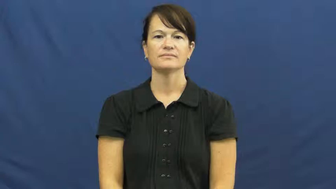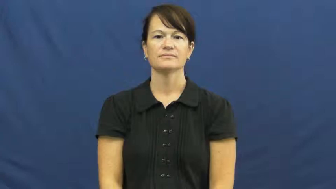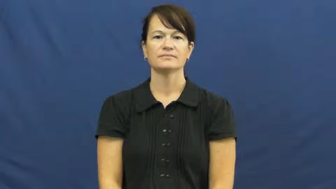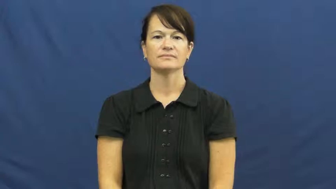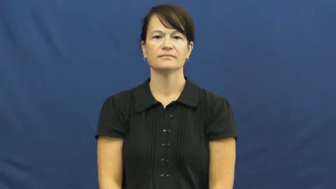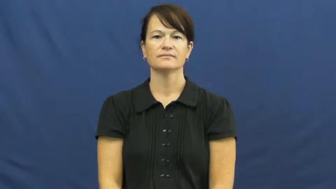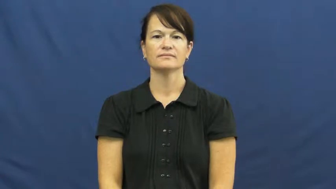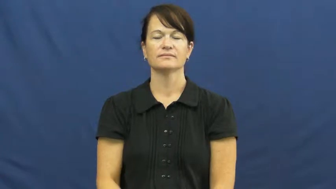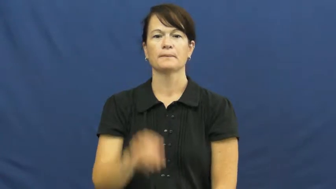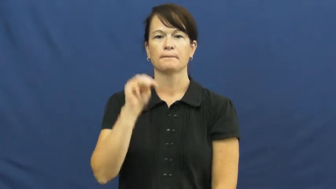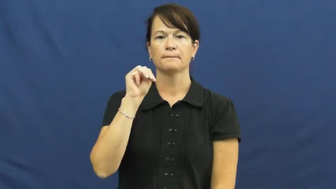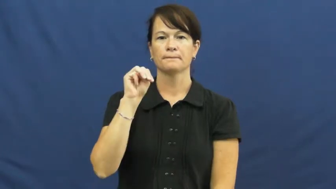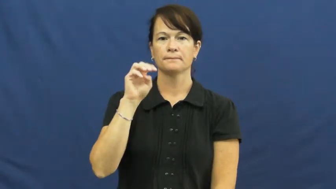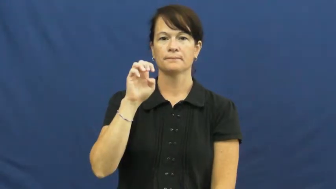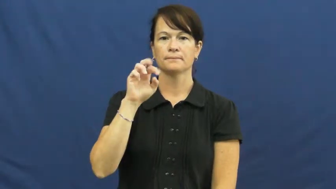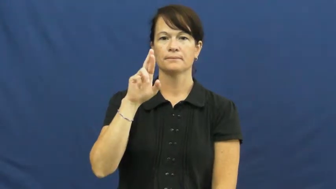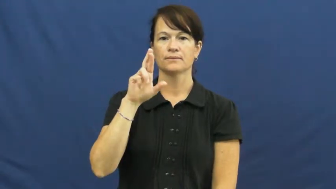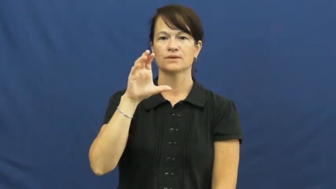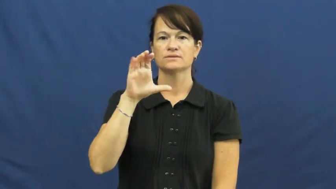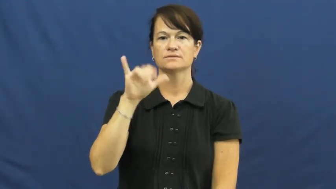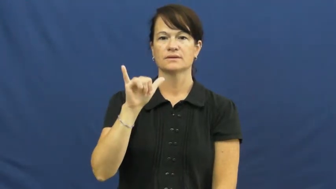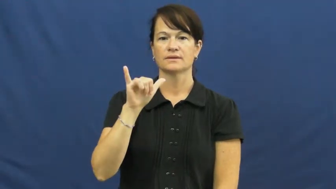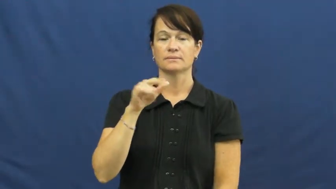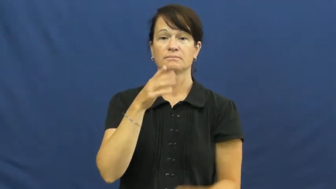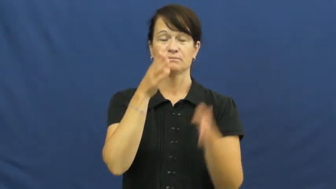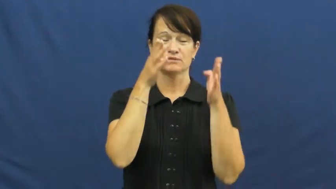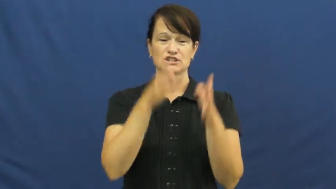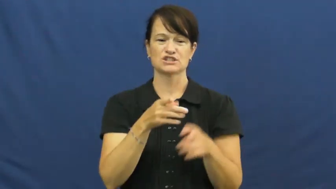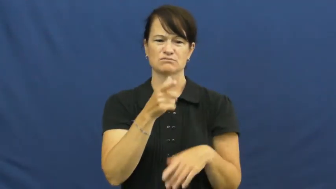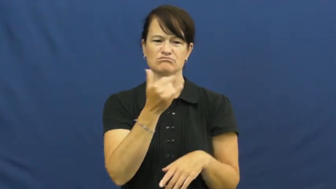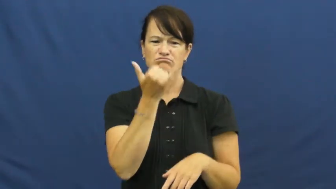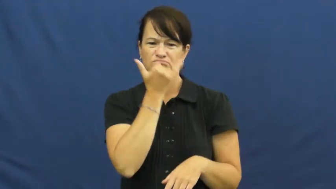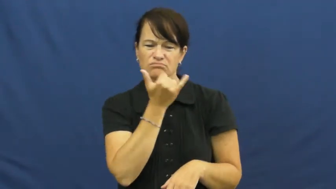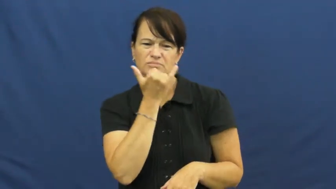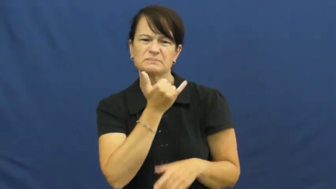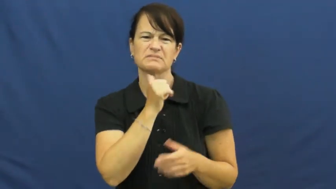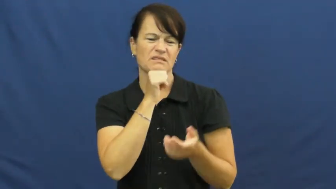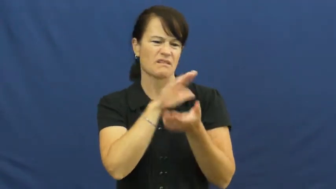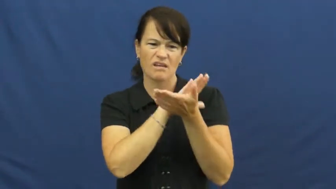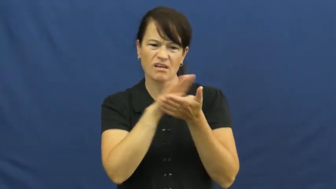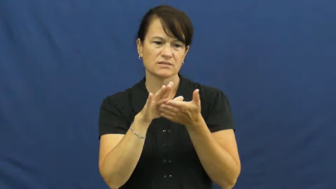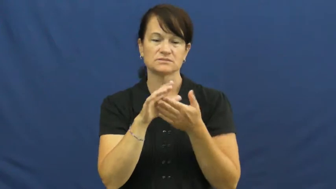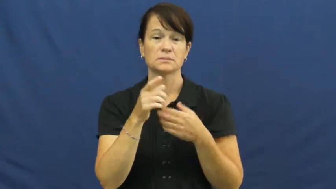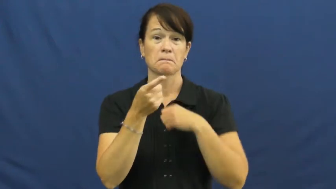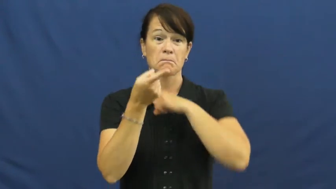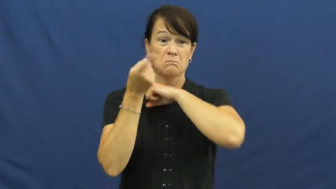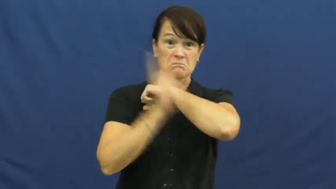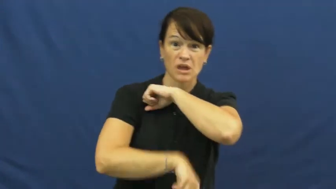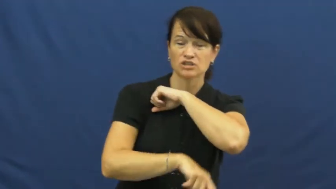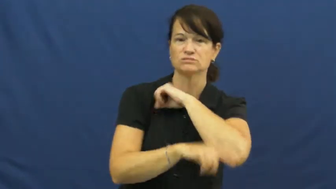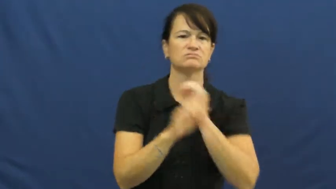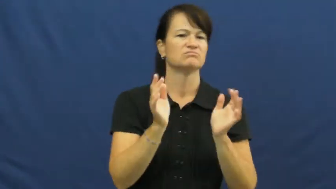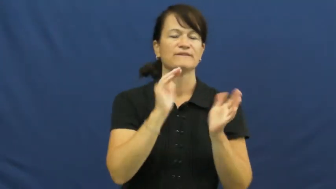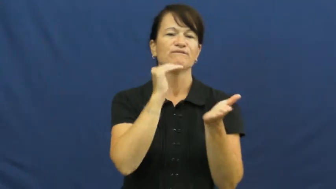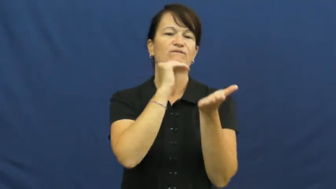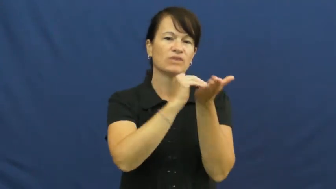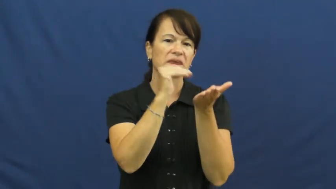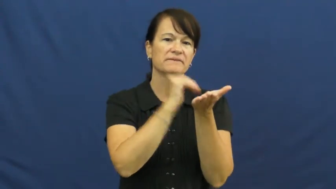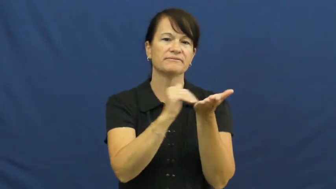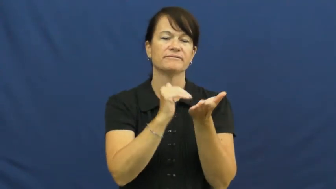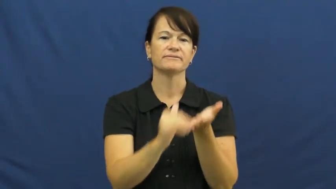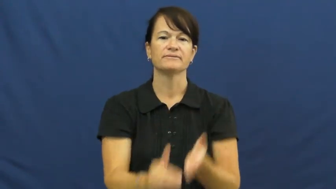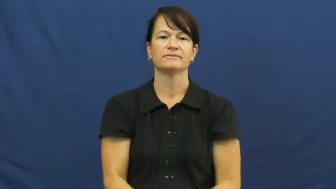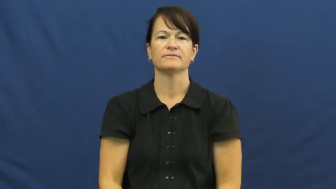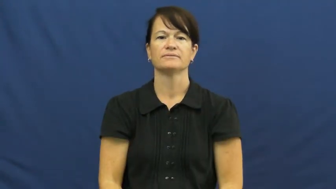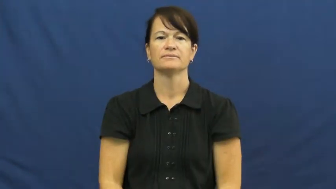mercy